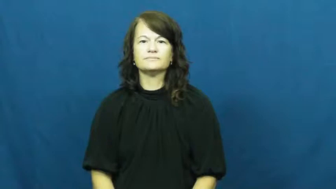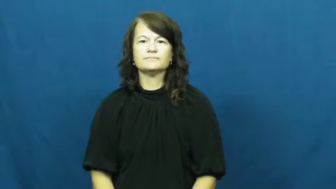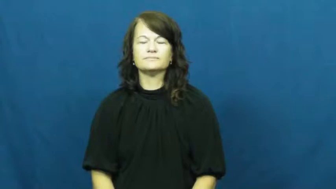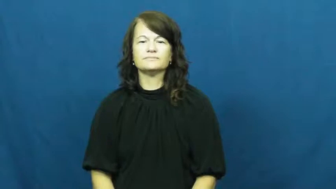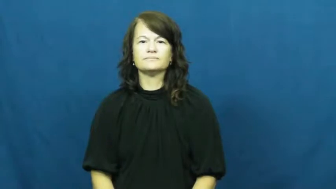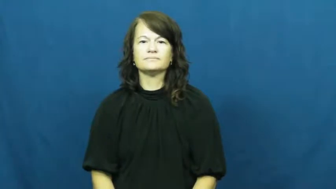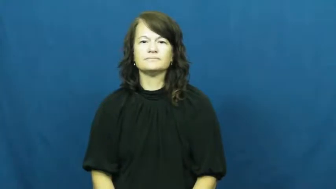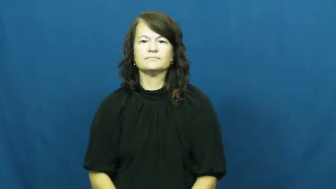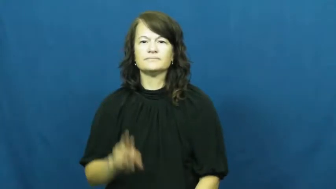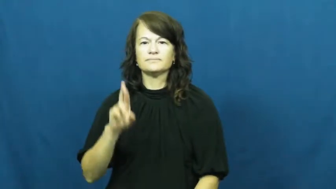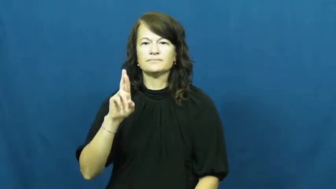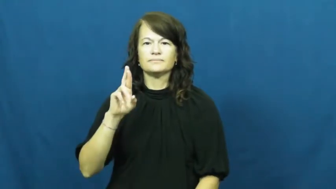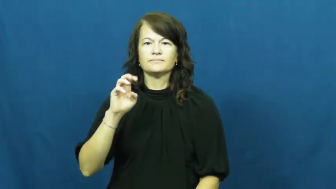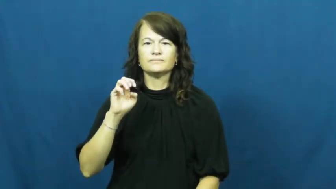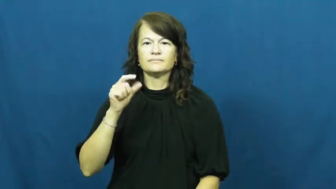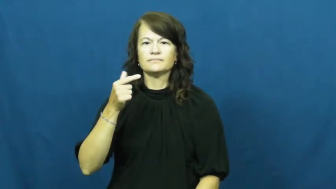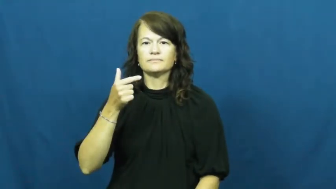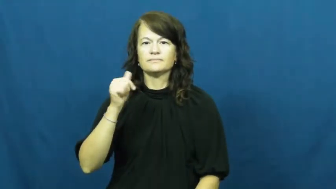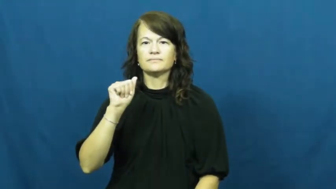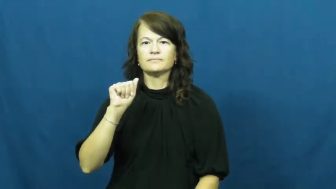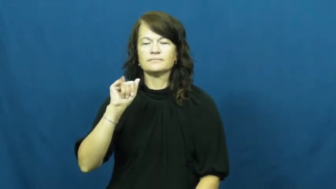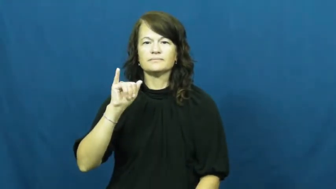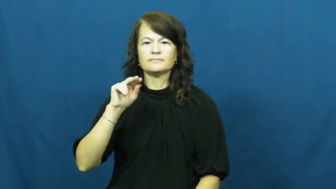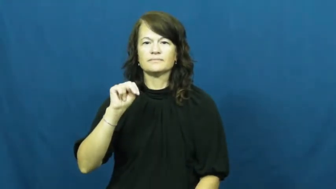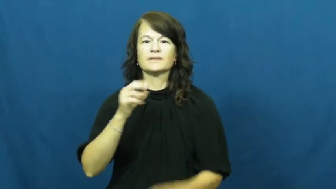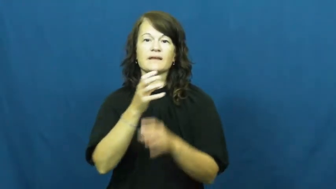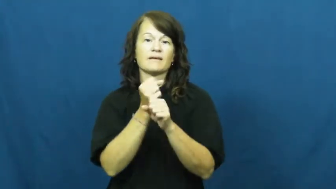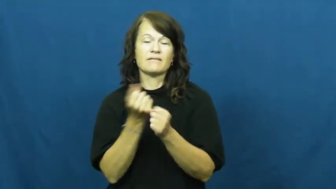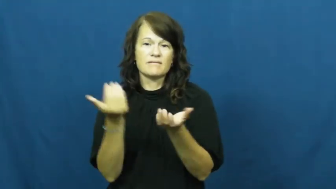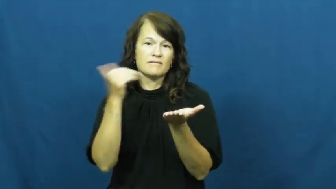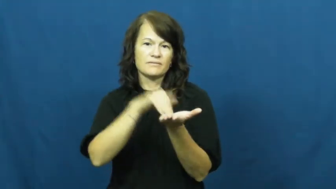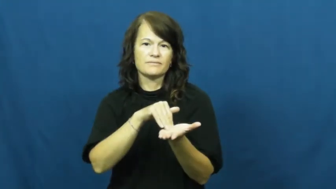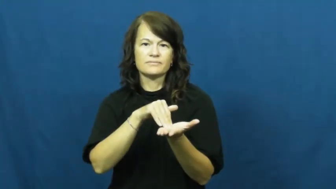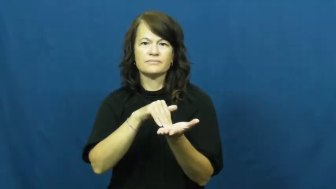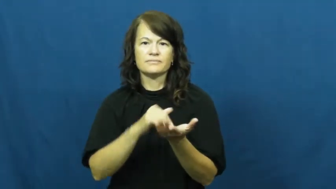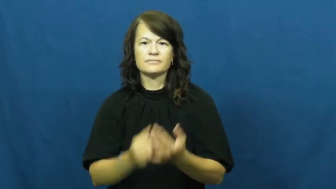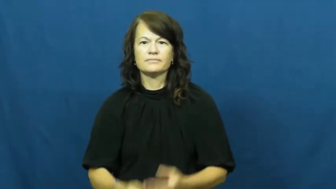regain